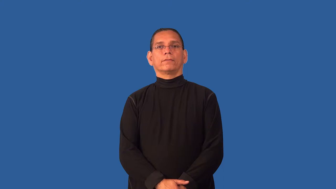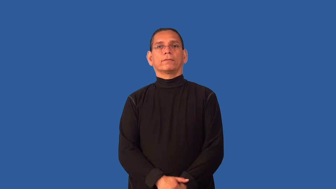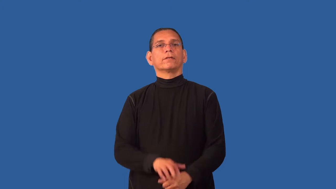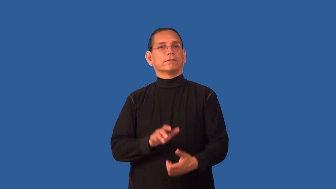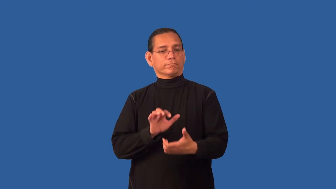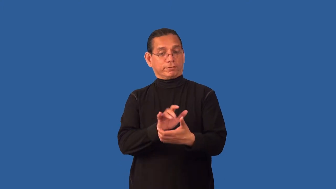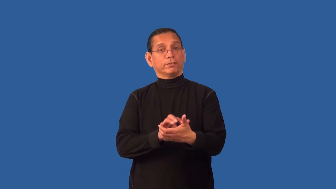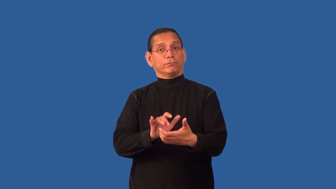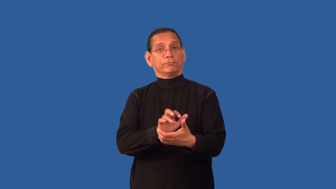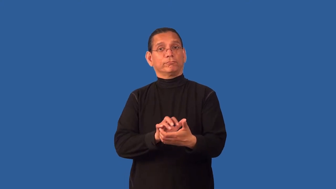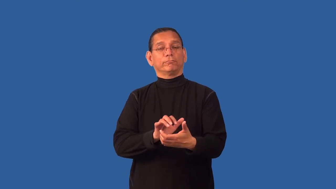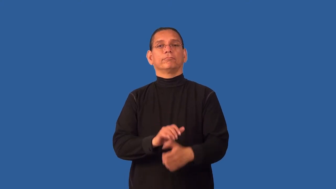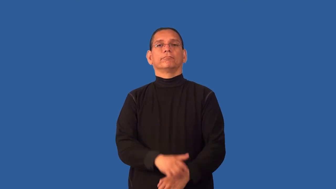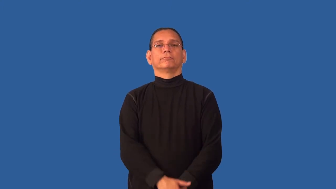counter-hand held